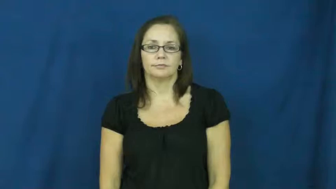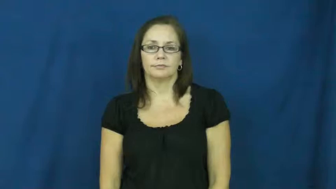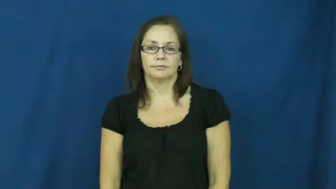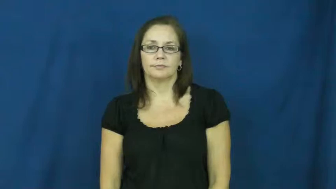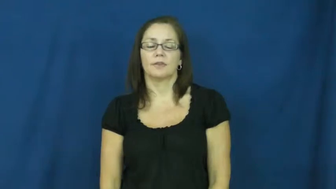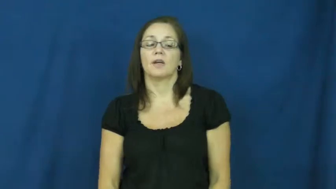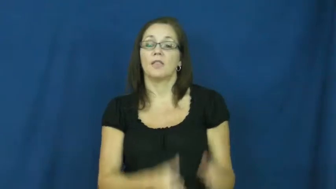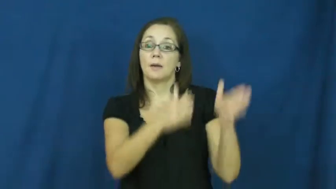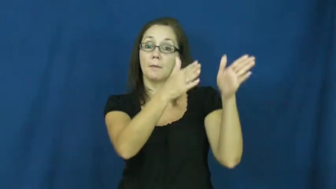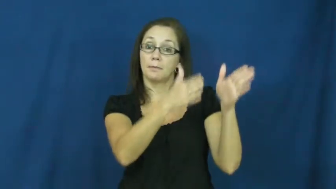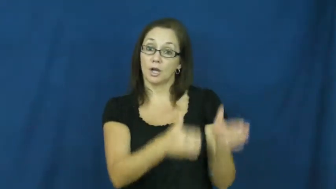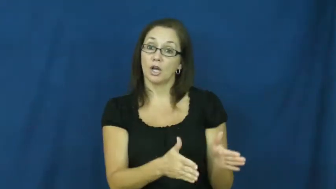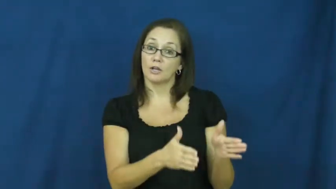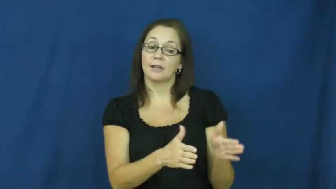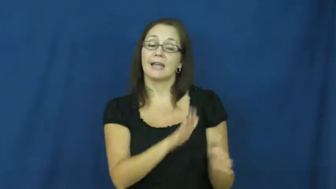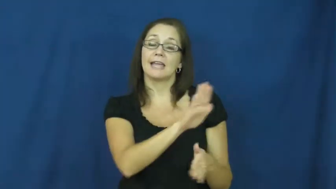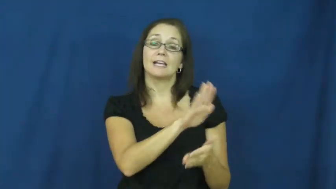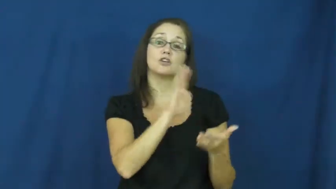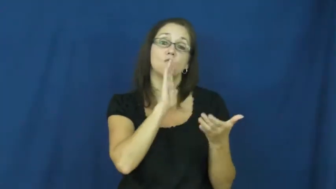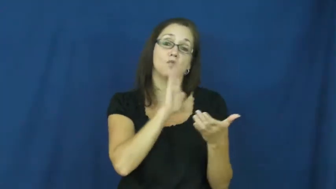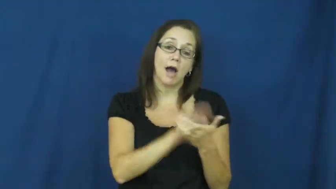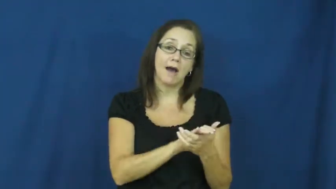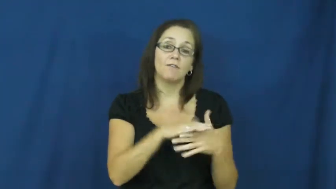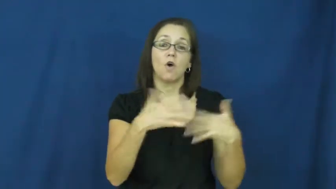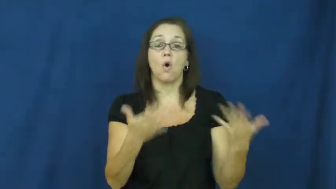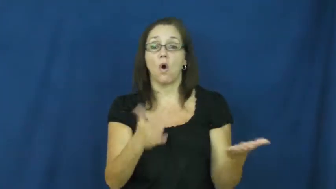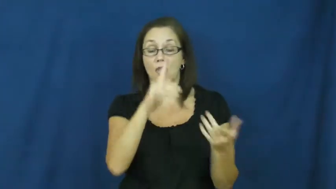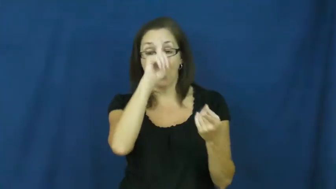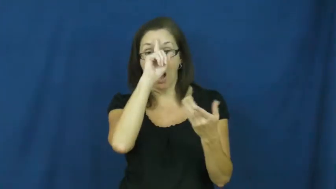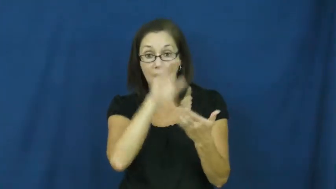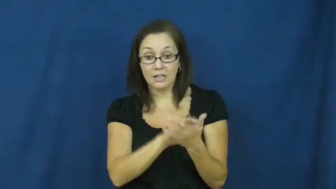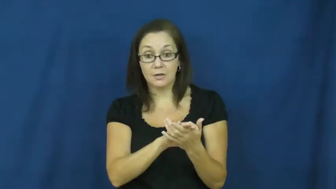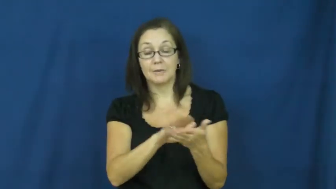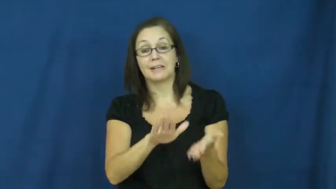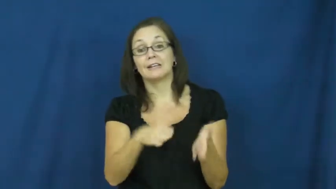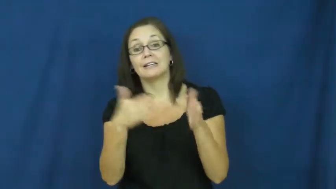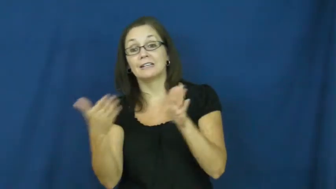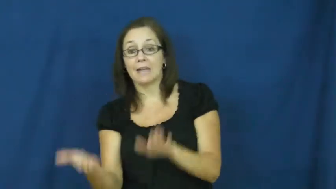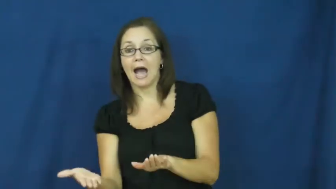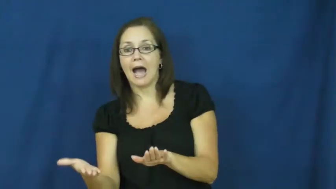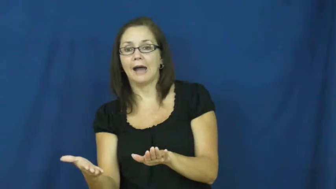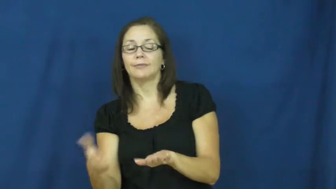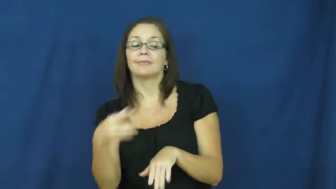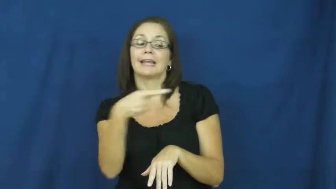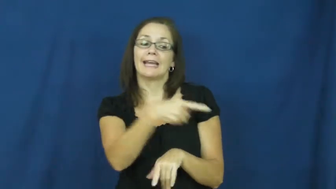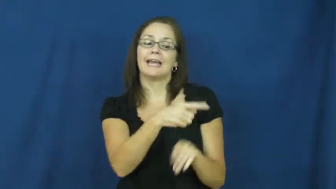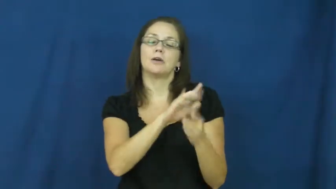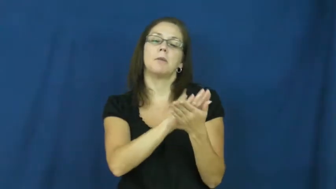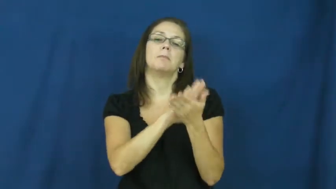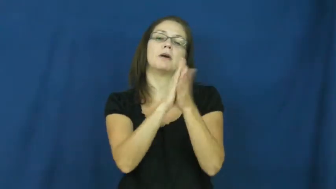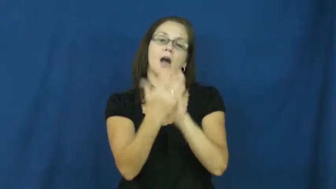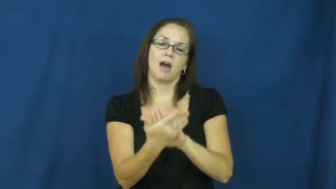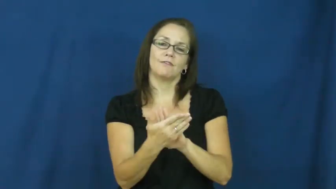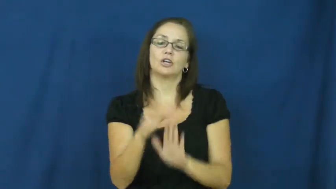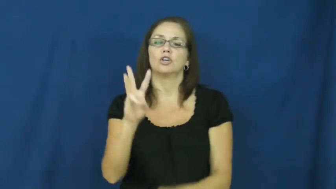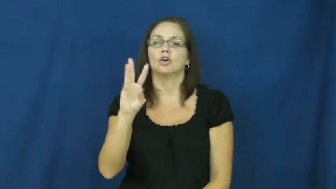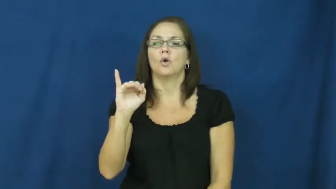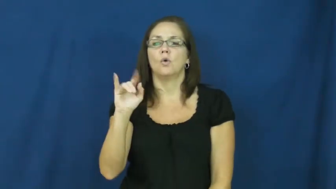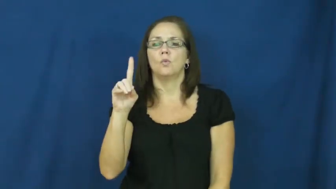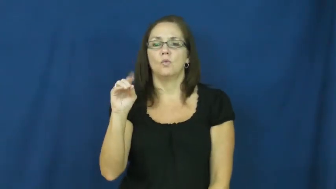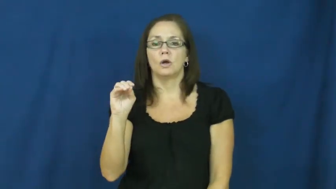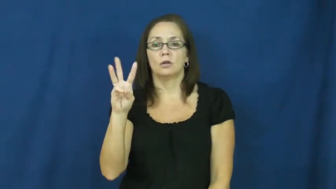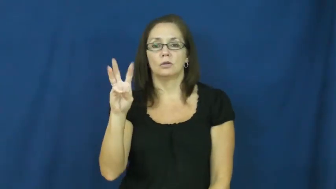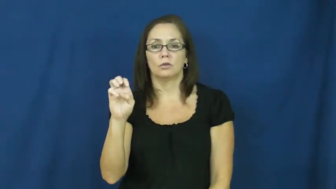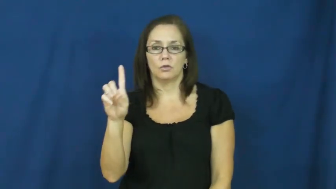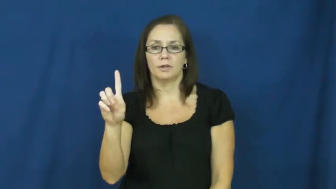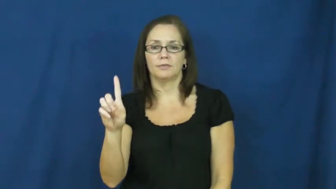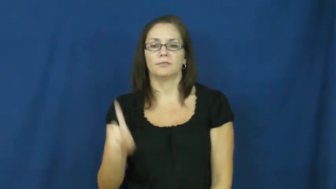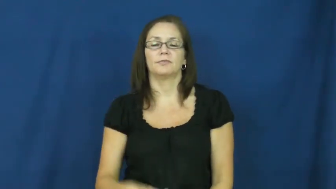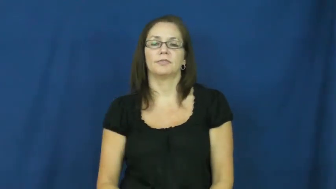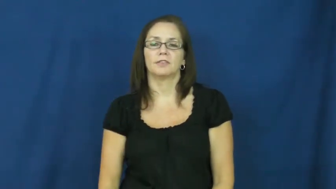widowed